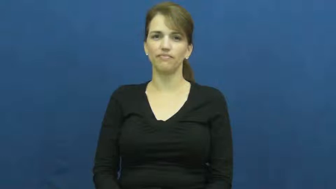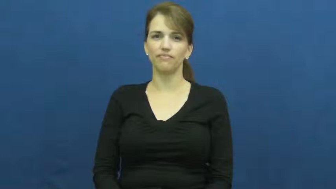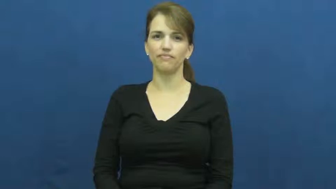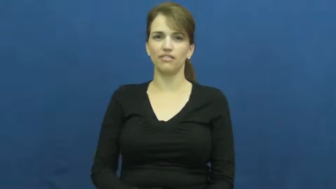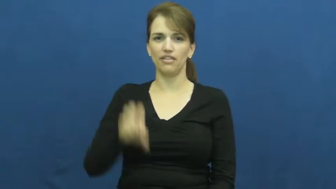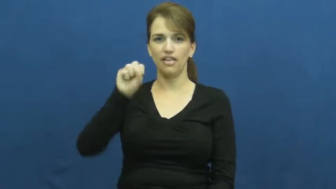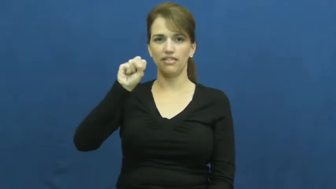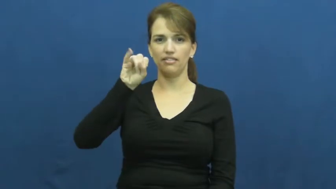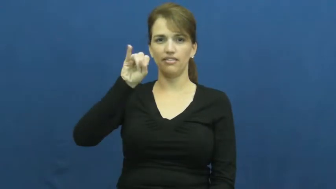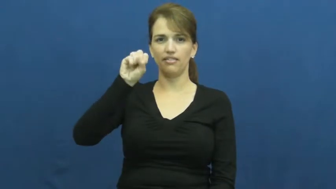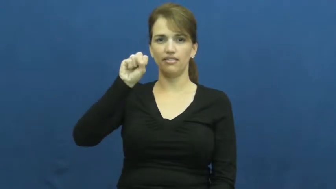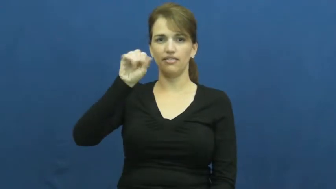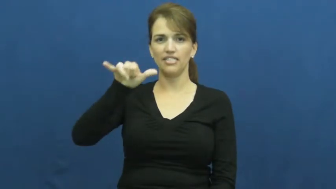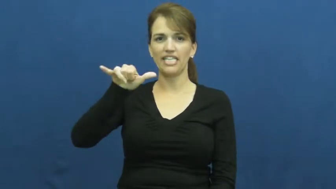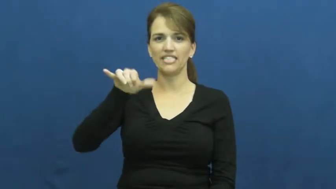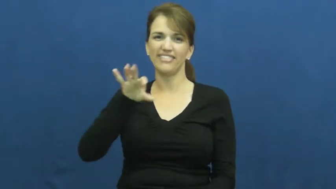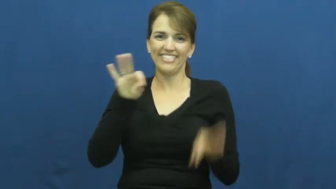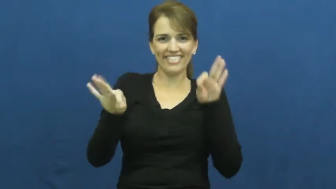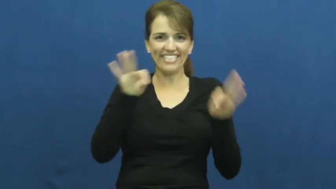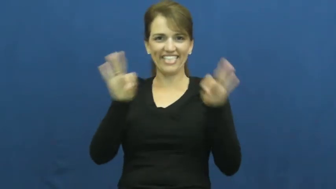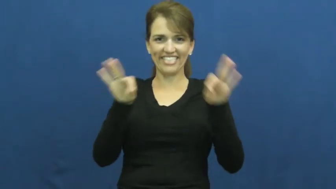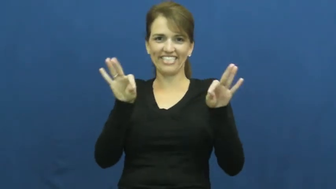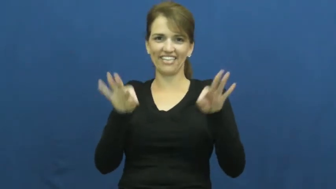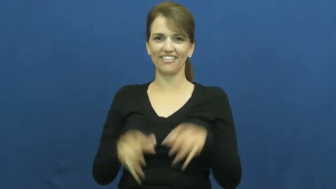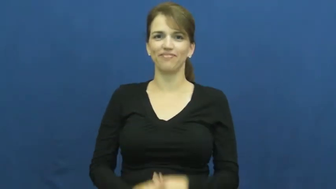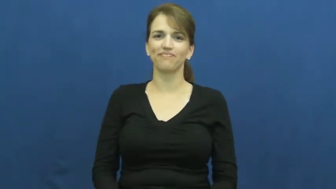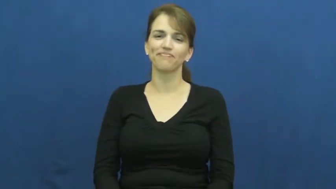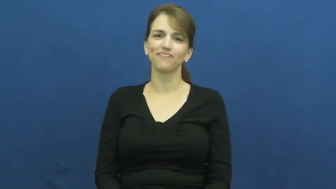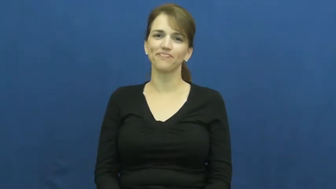sissy,effeminate,effete